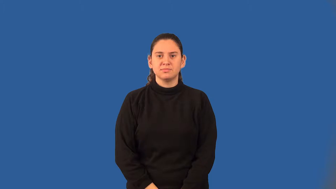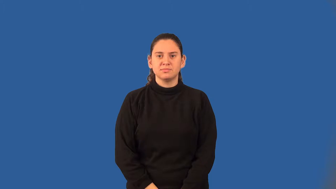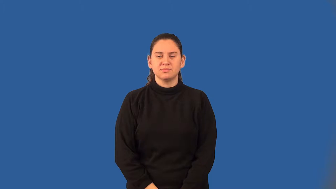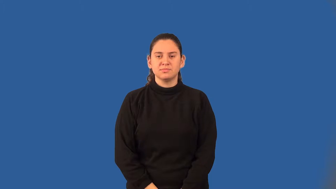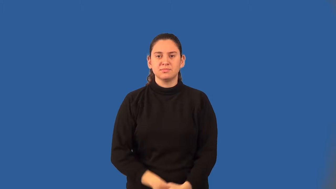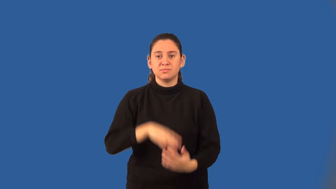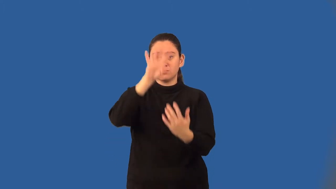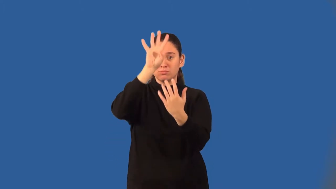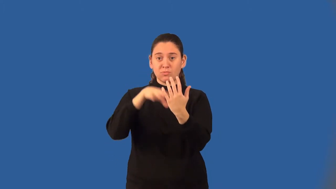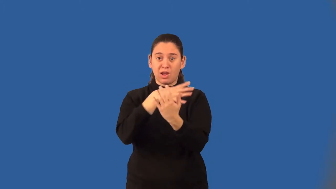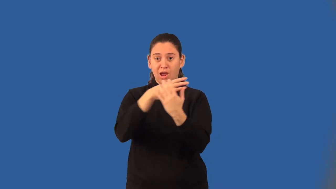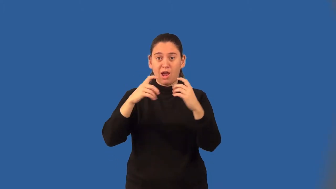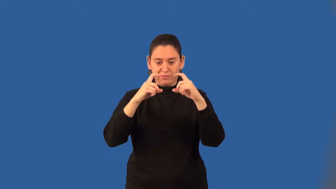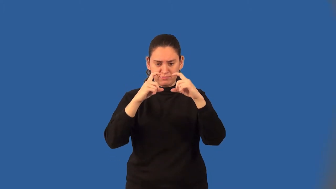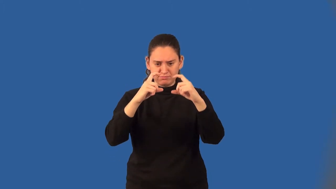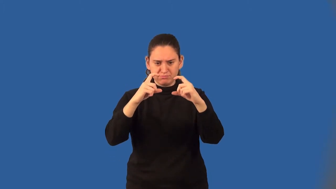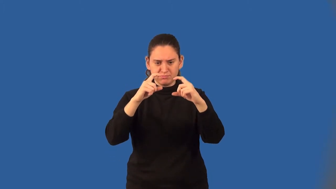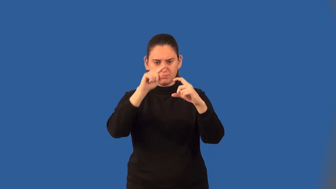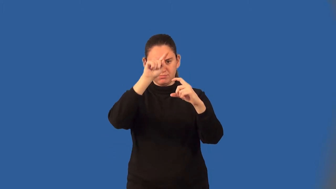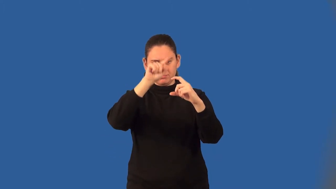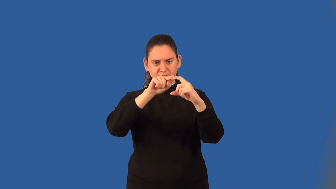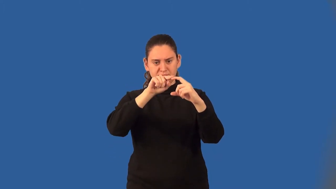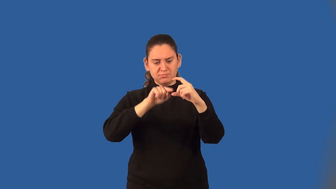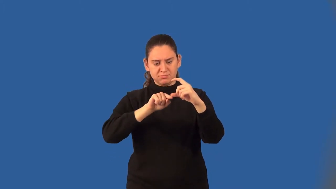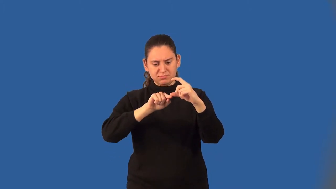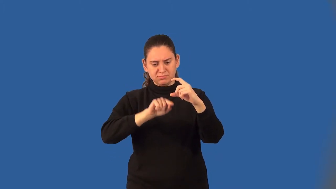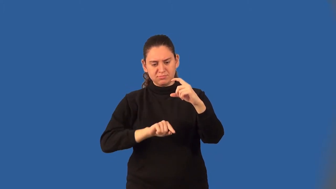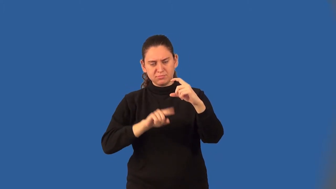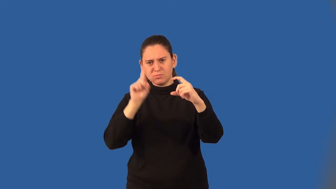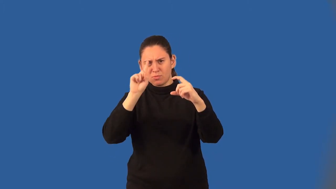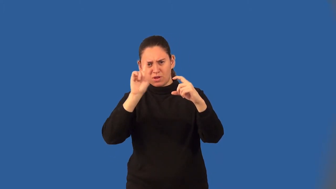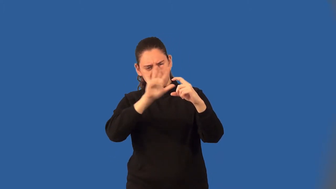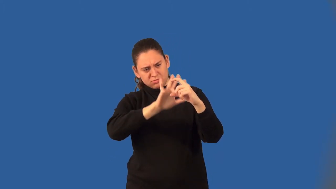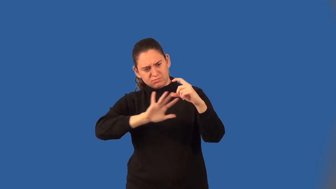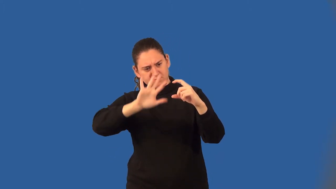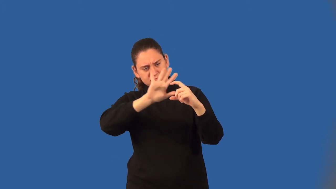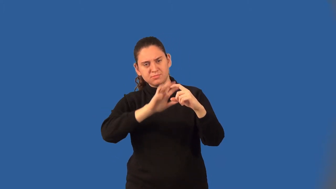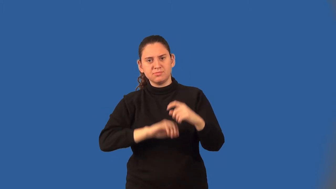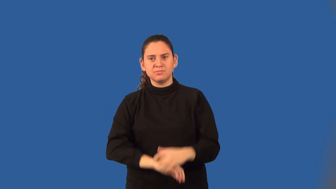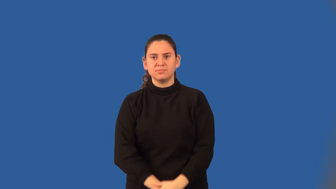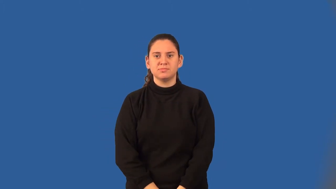box-and-whisker graph